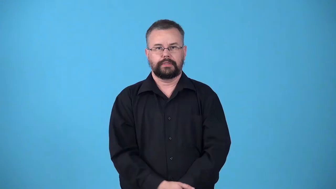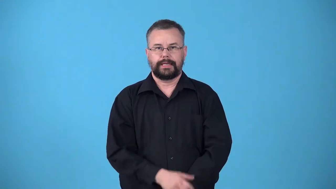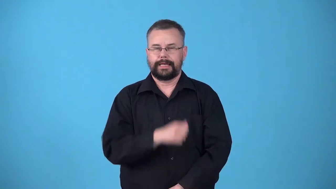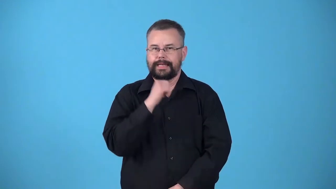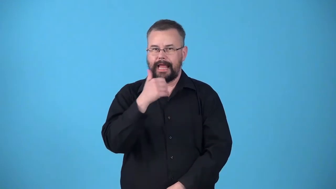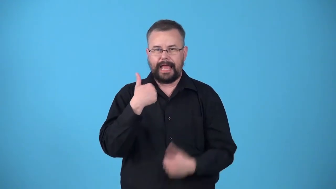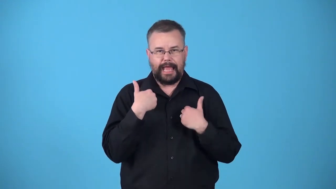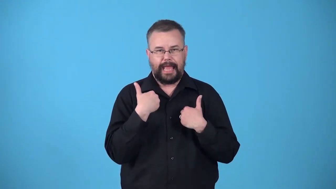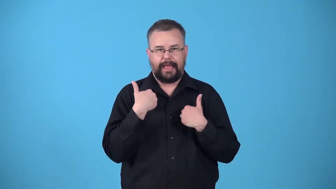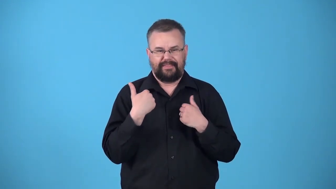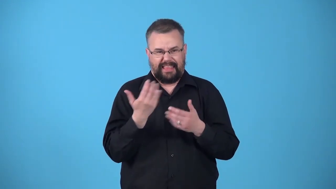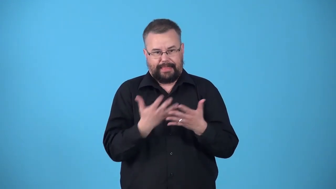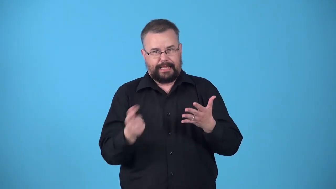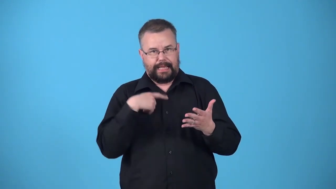unequipped-not have what is needed